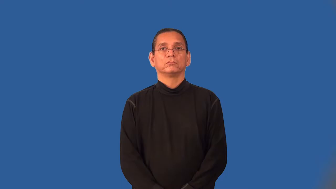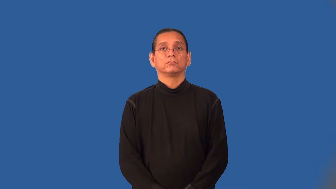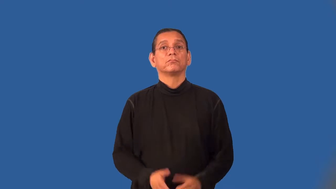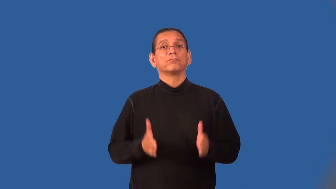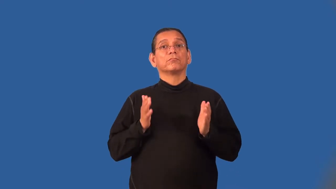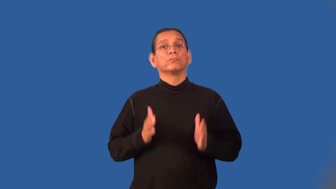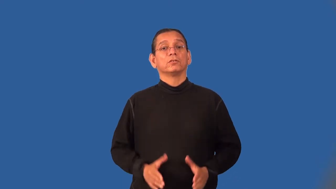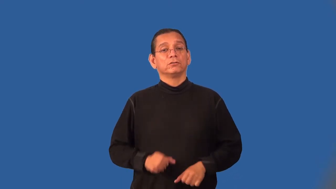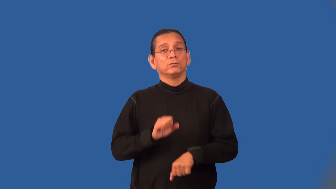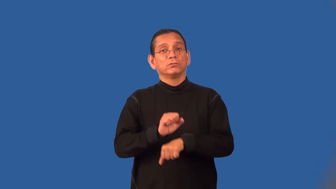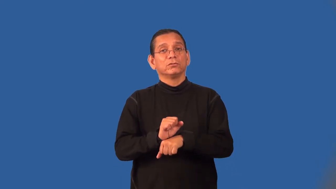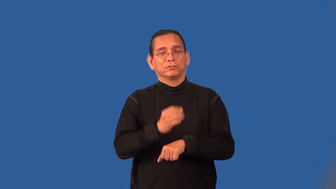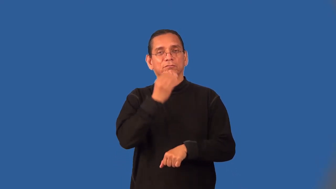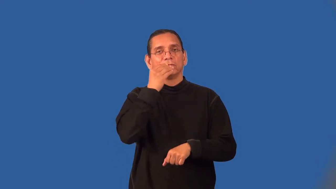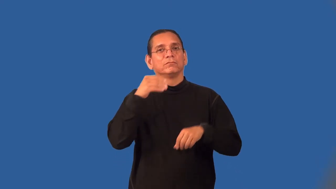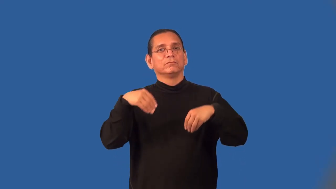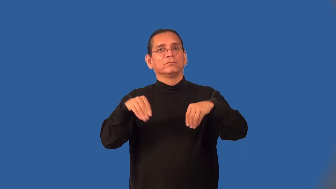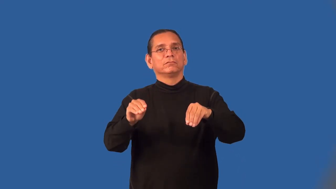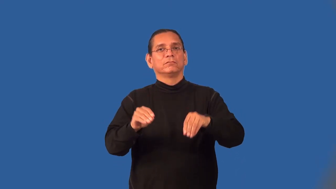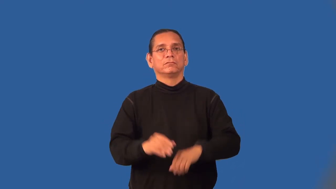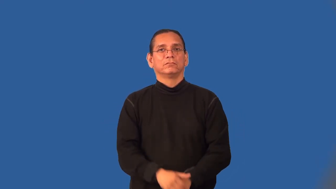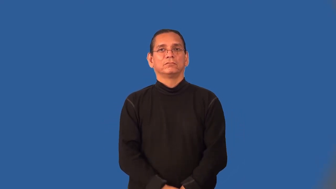grocer